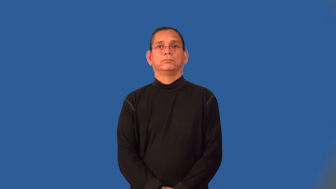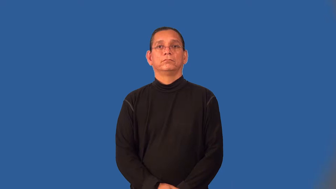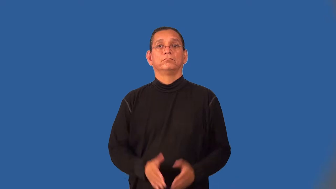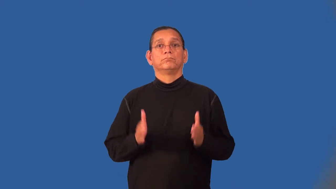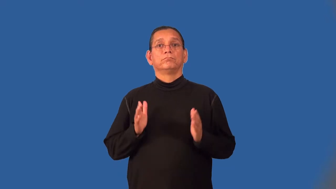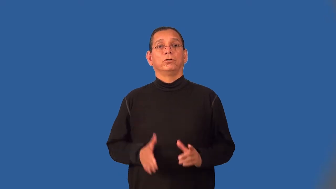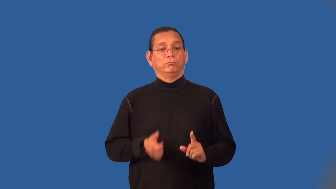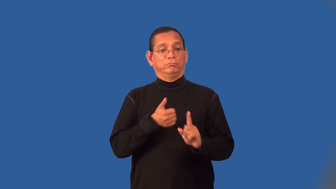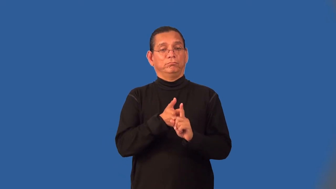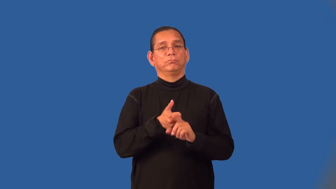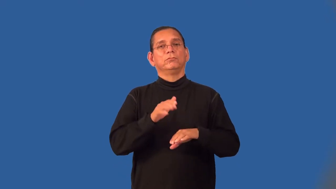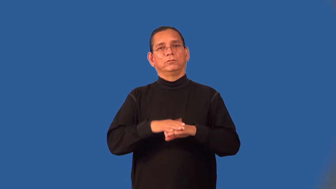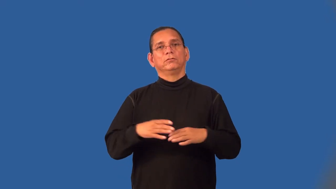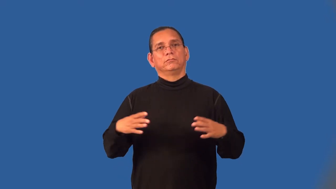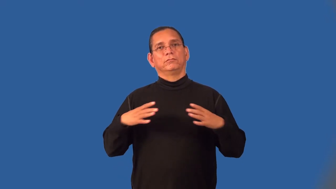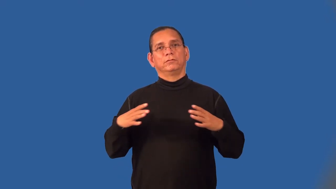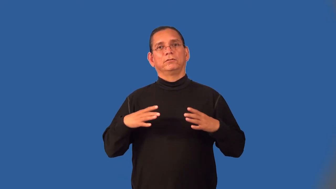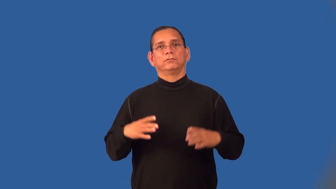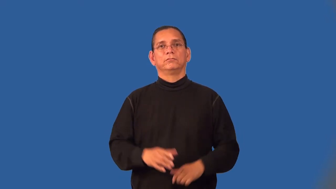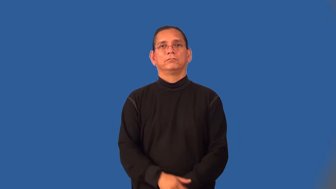vacationer